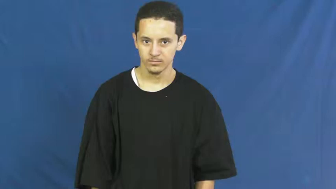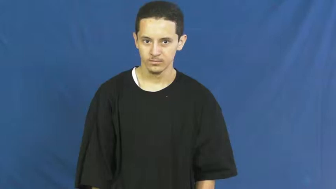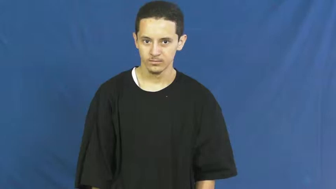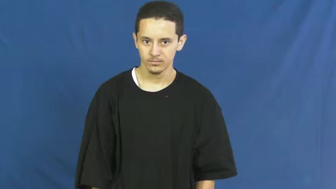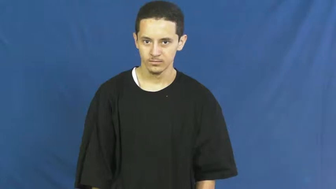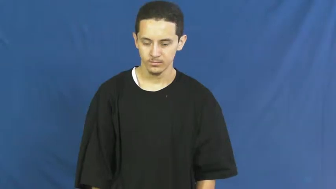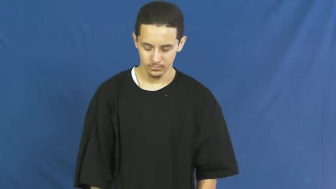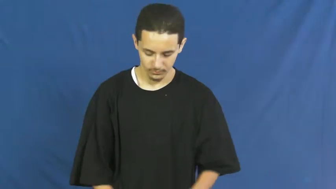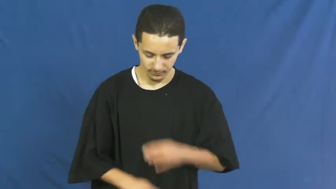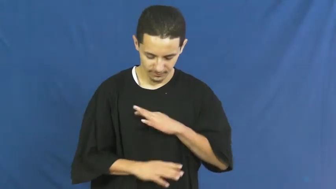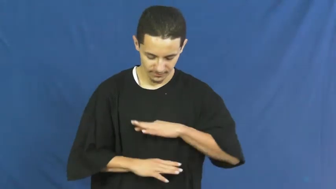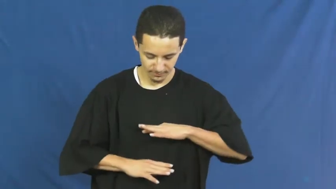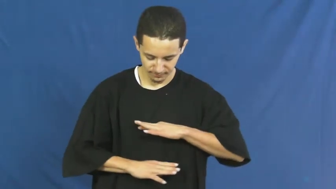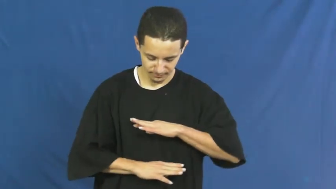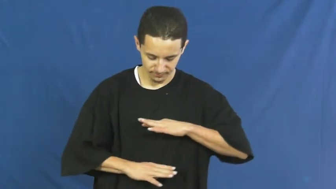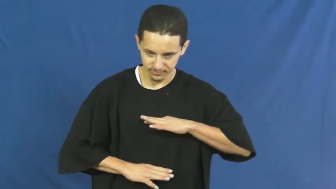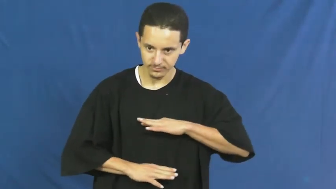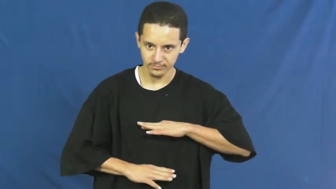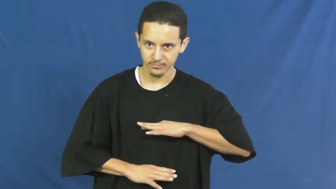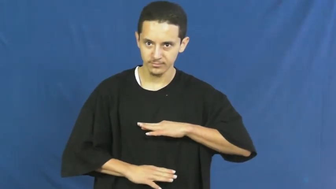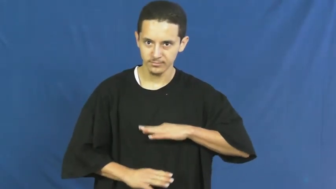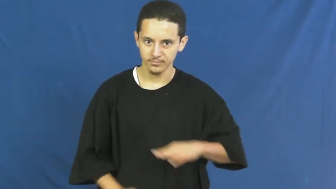torso